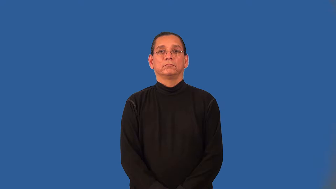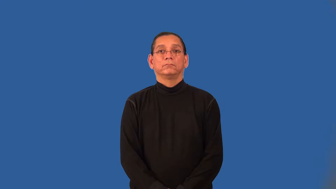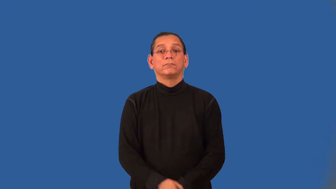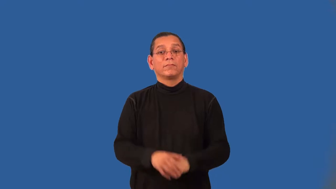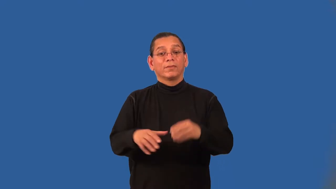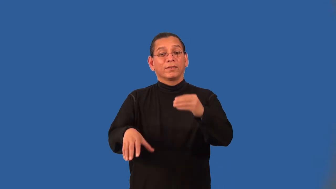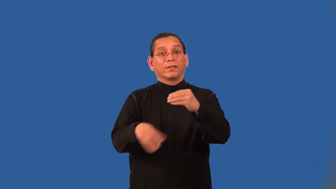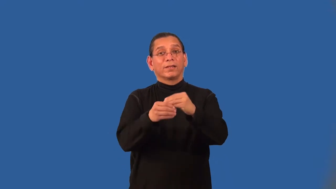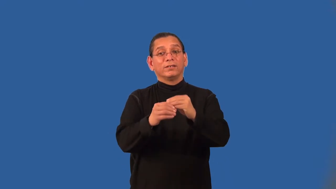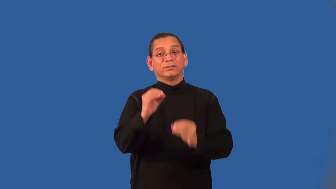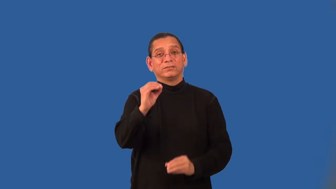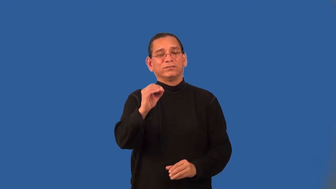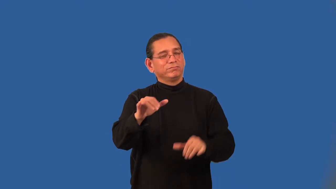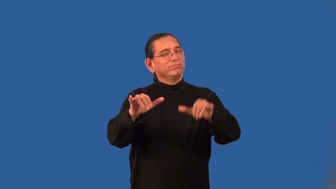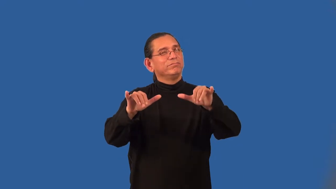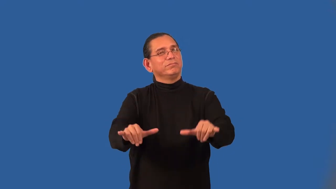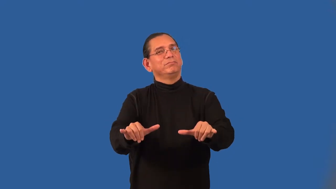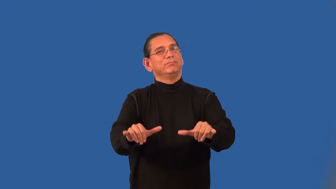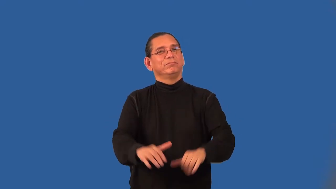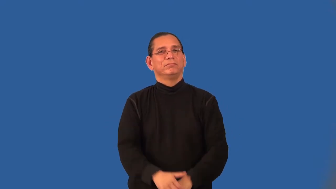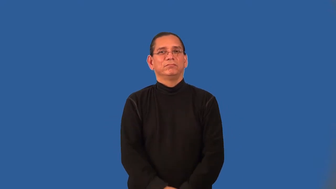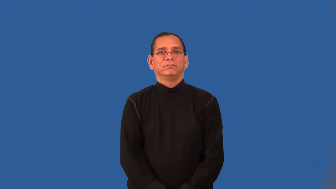additive identity